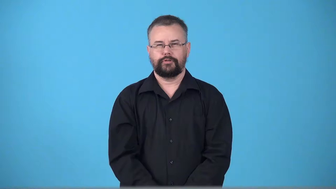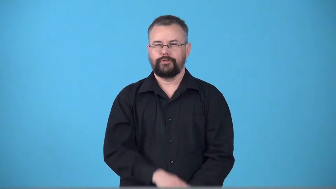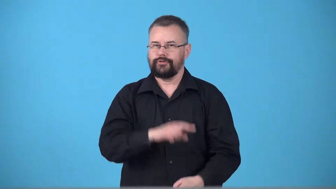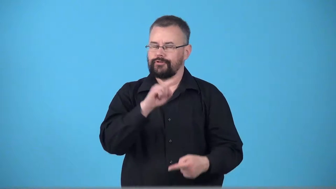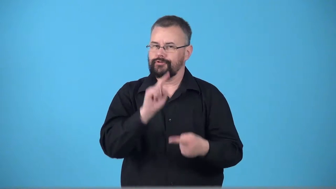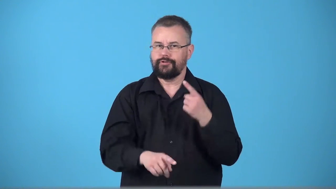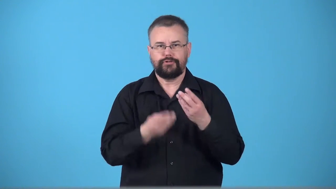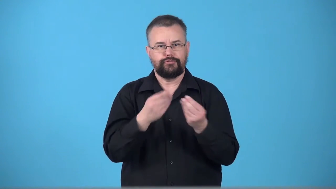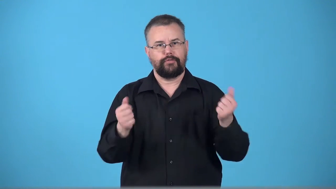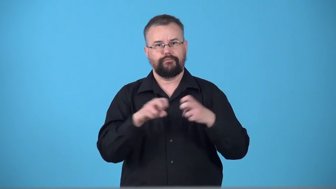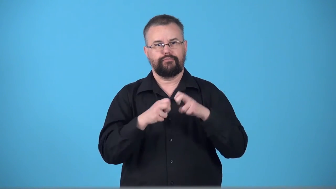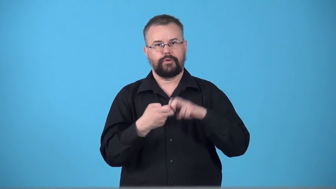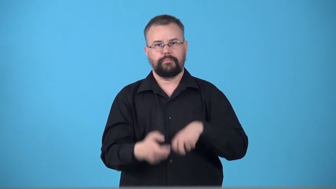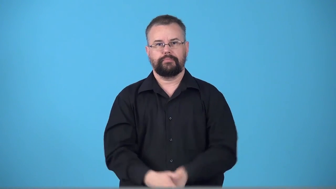unsolvable,insuperable